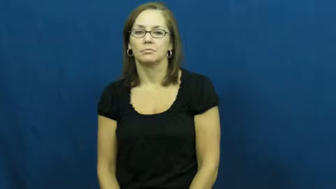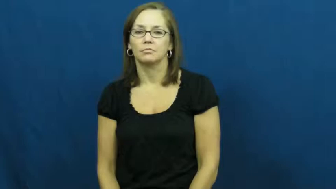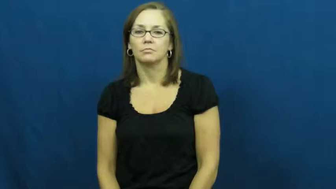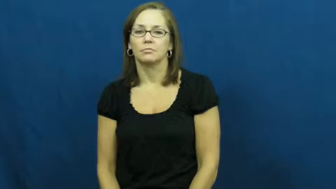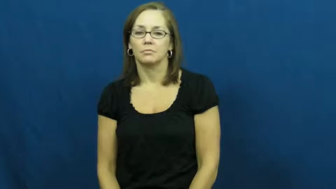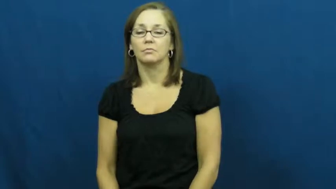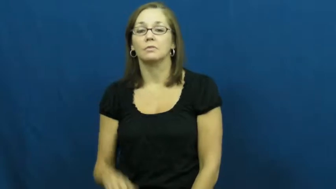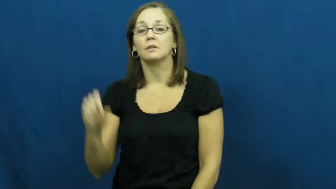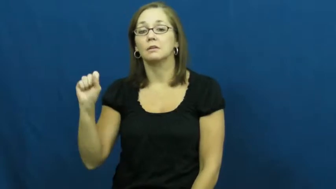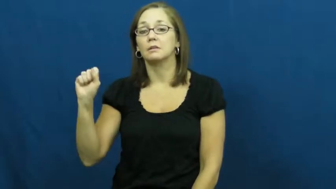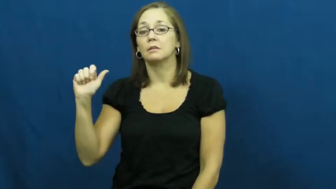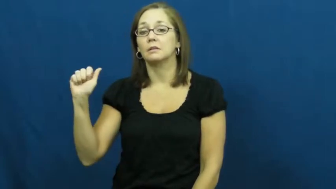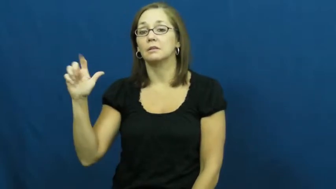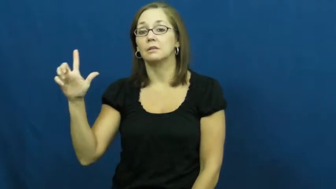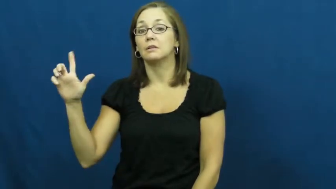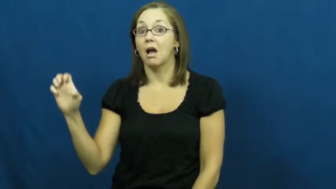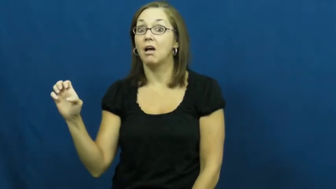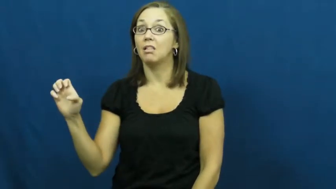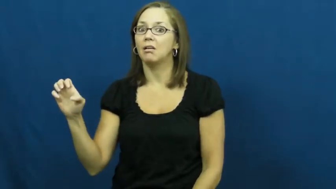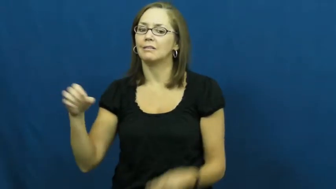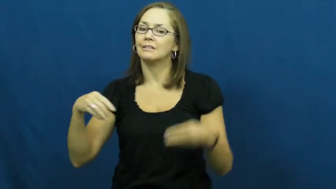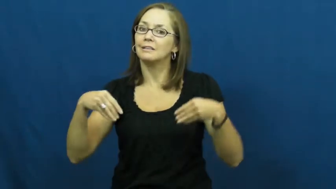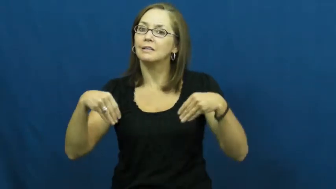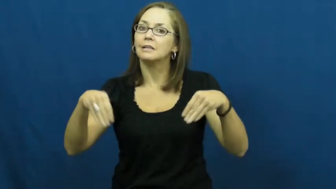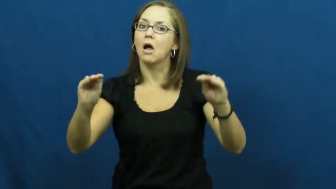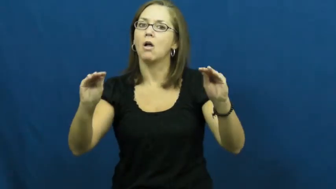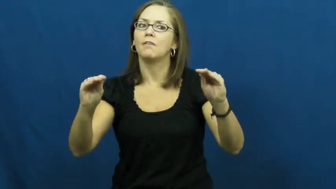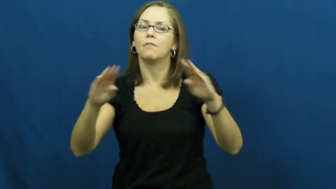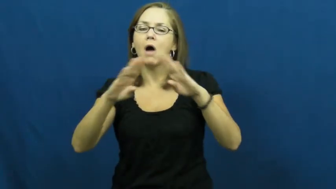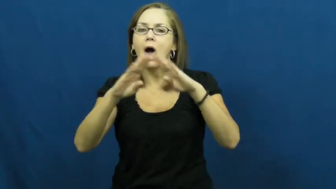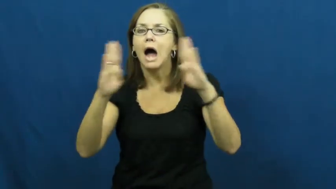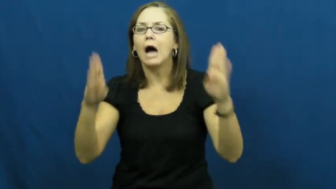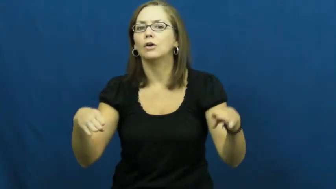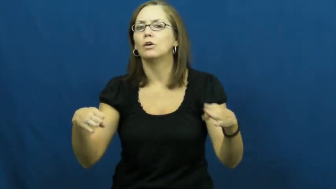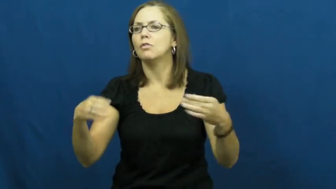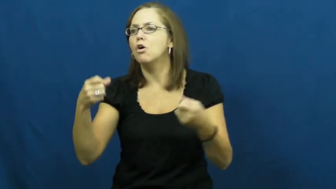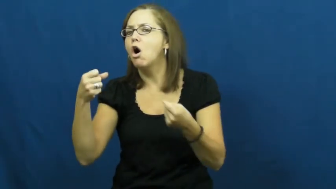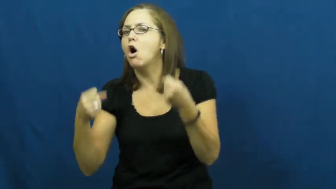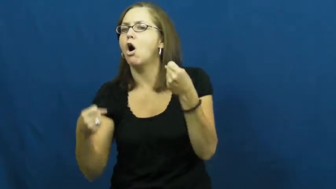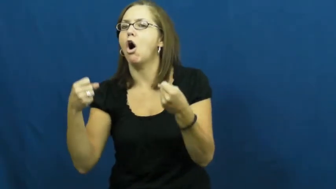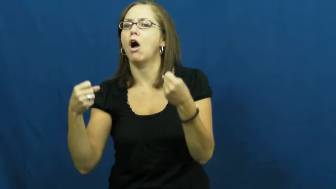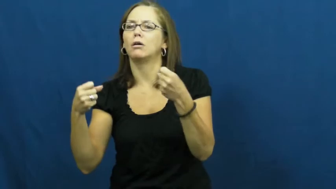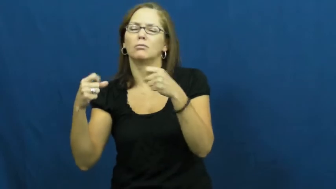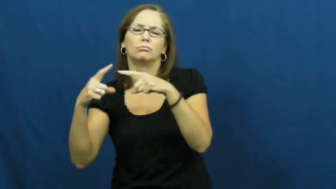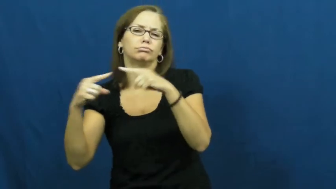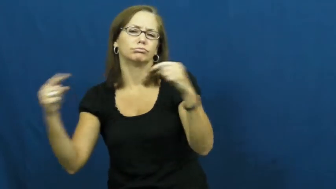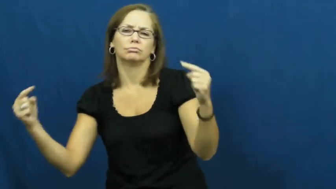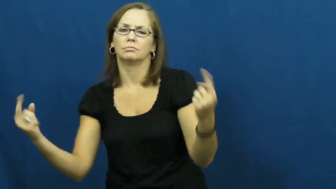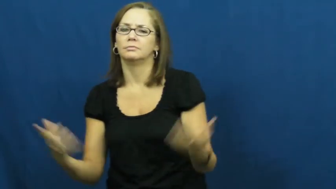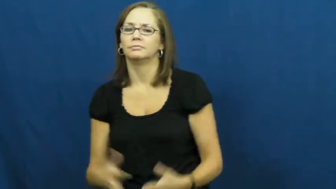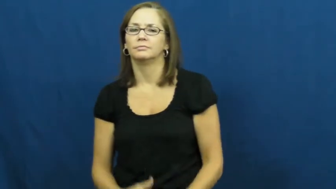sale-sell